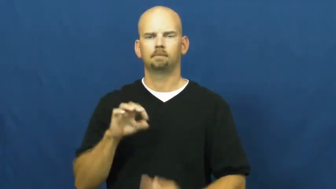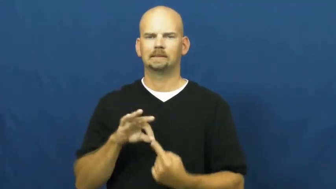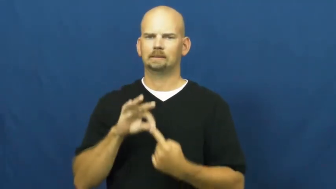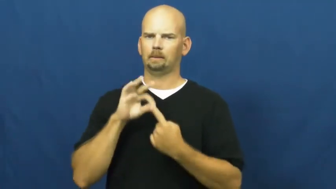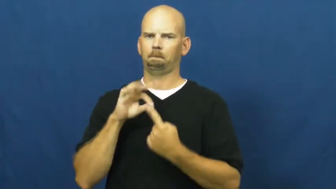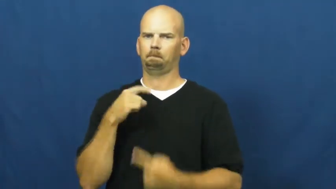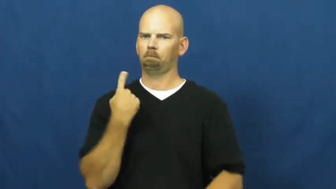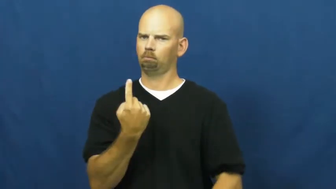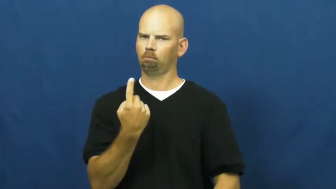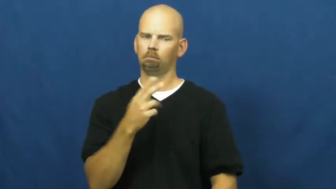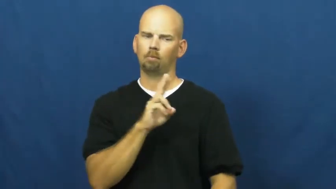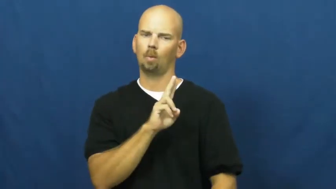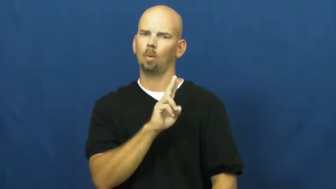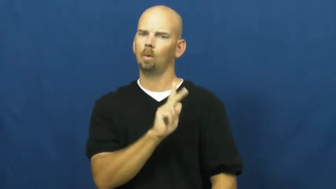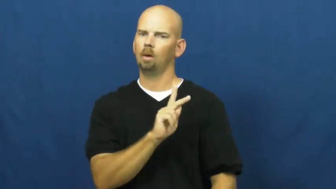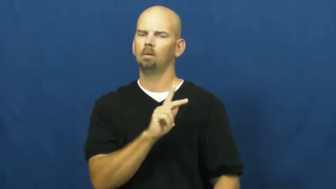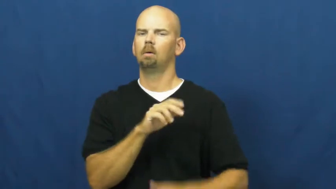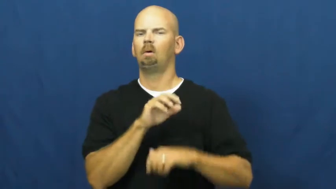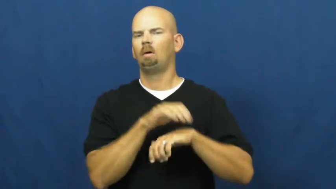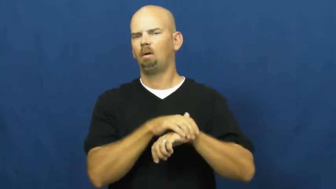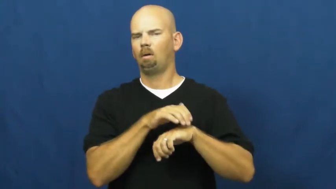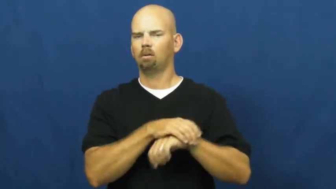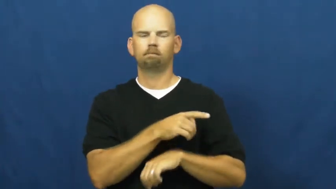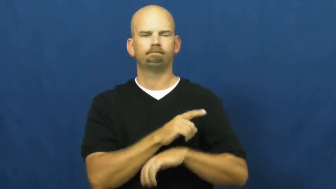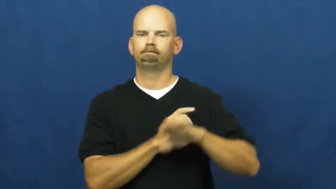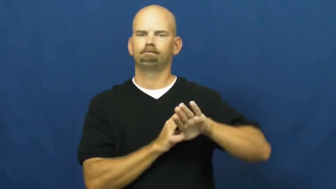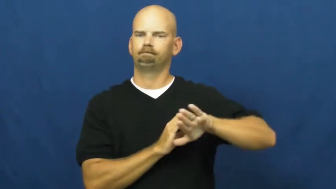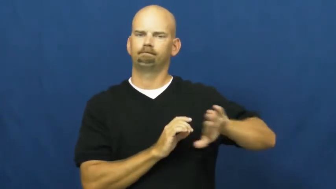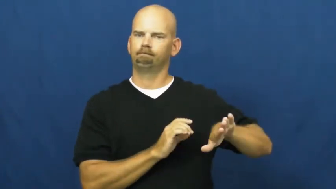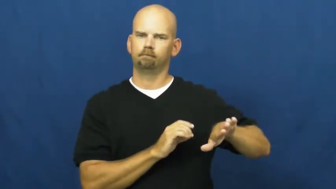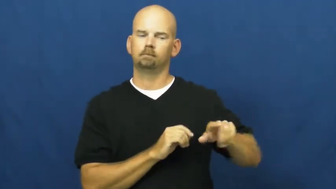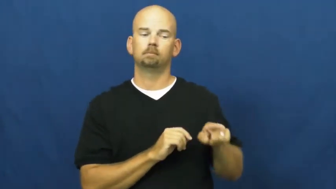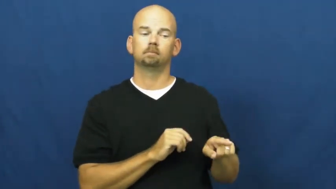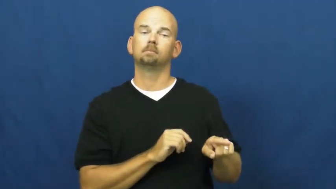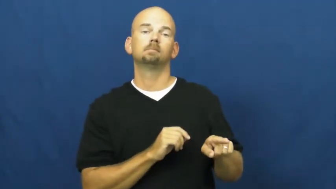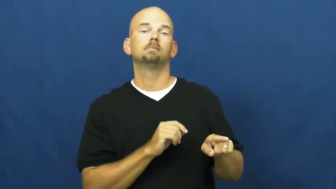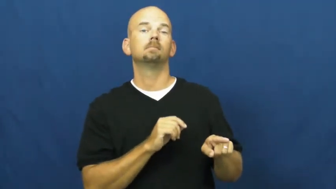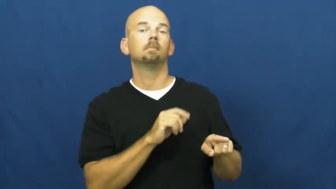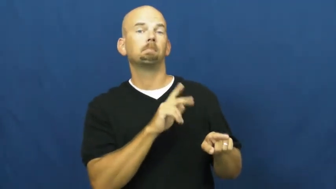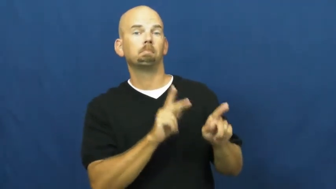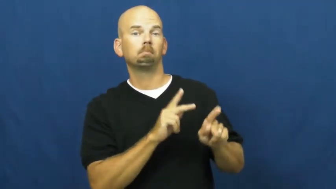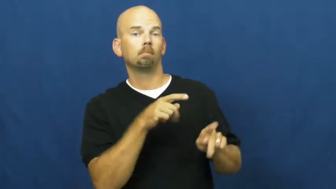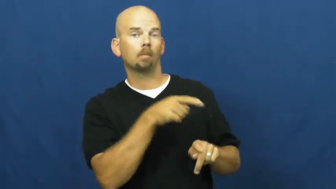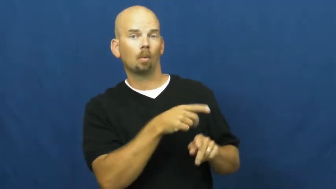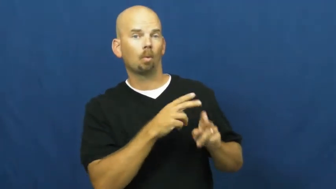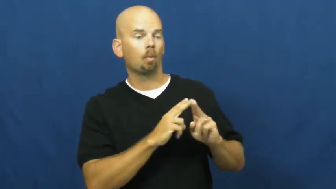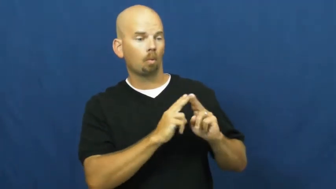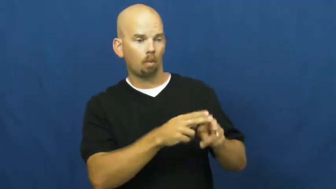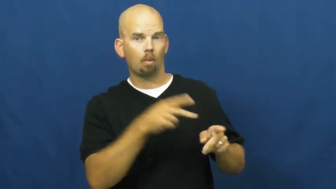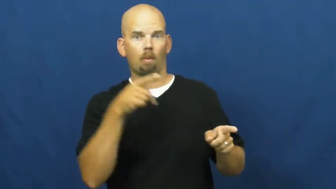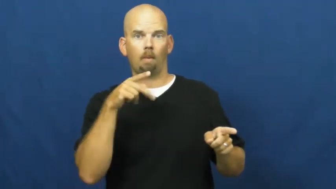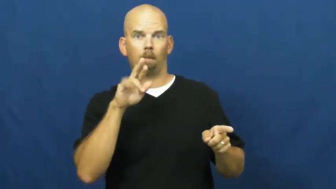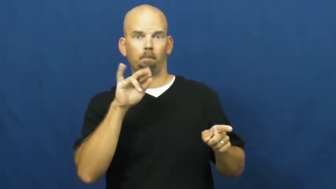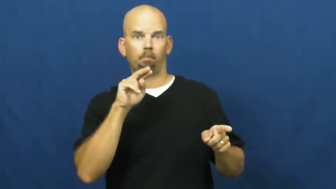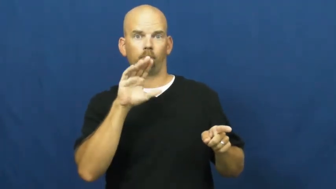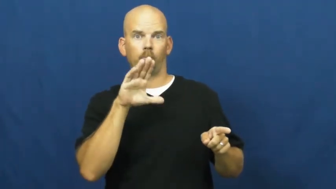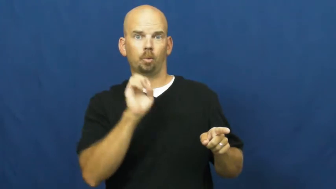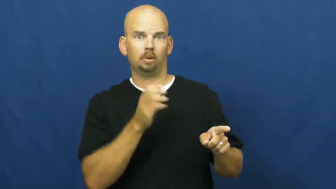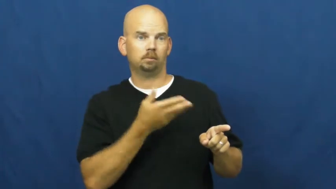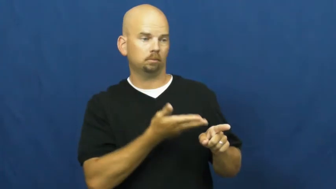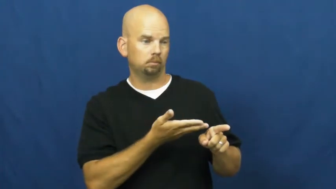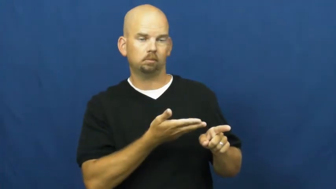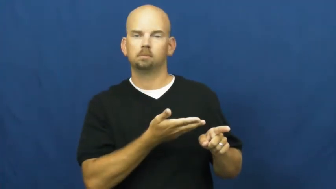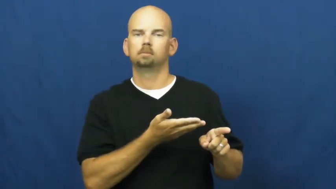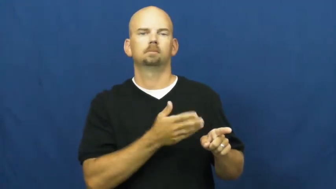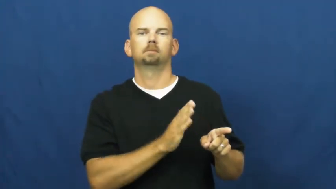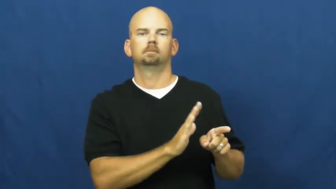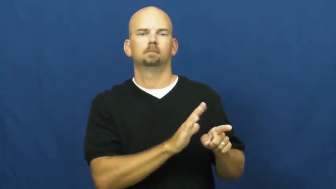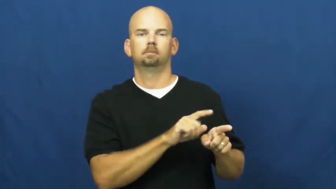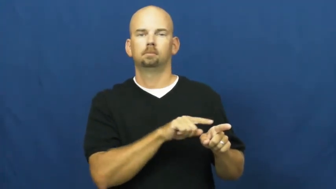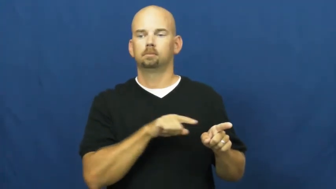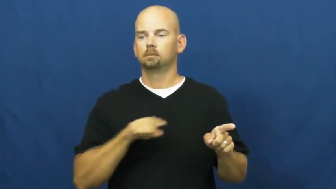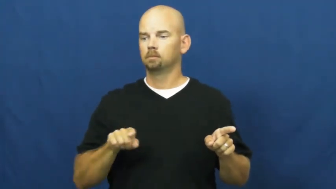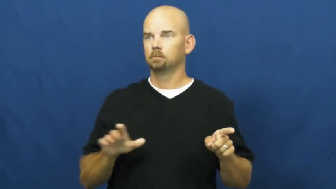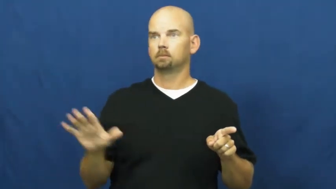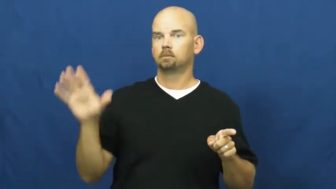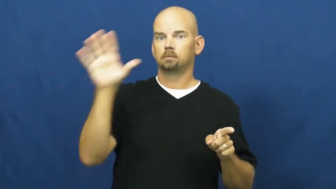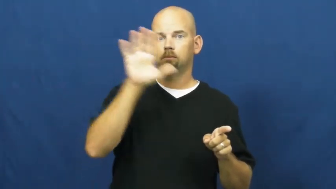count-prince